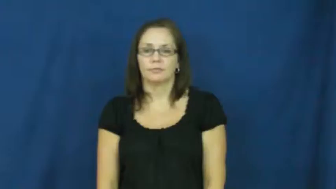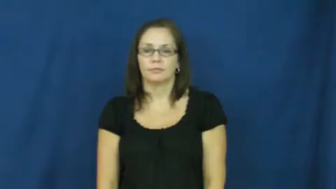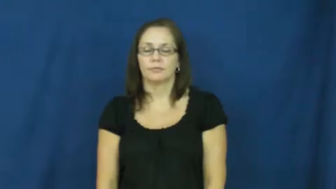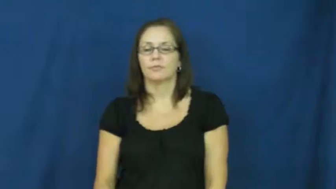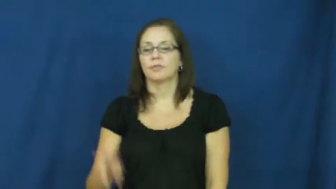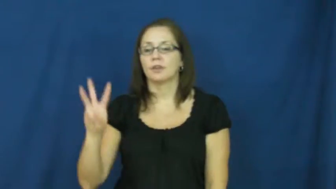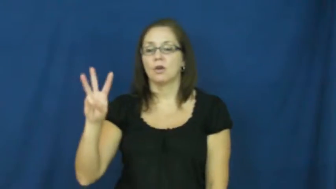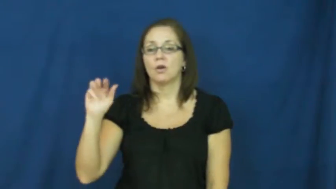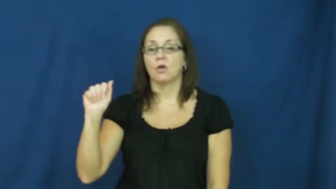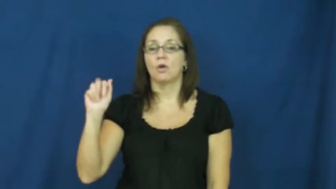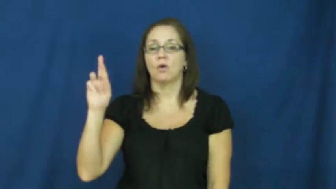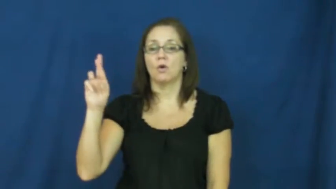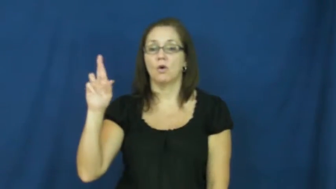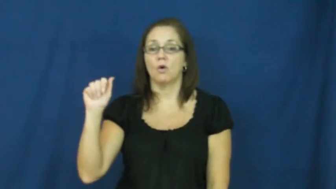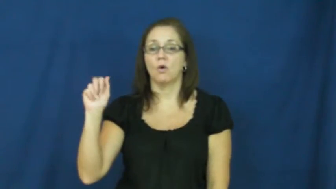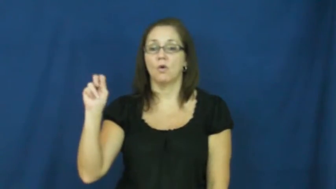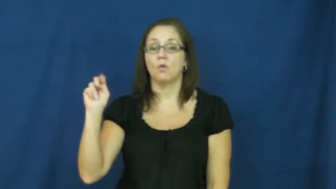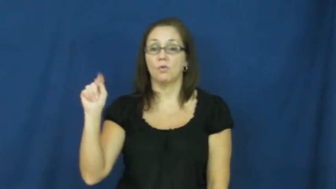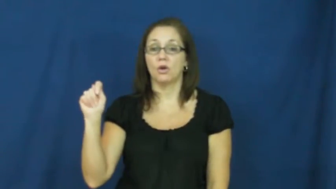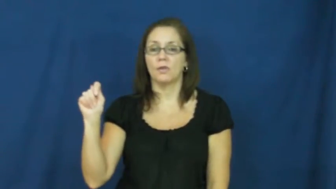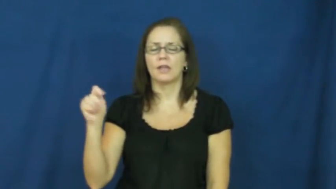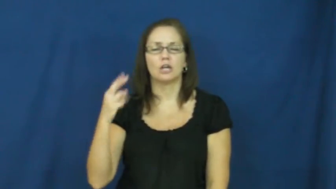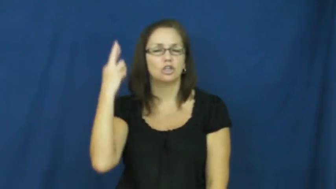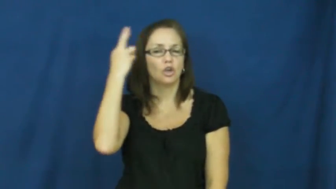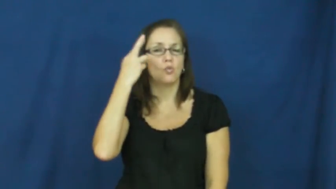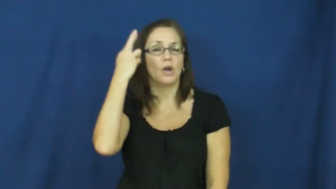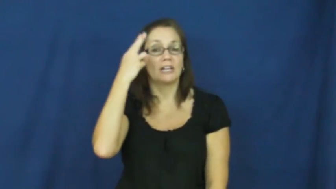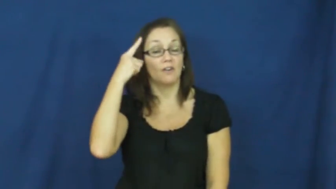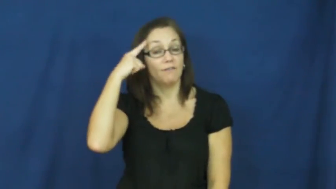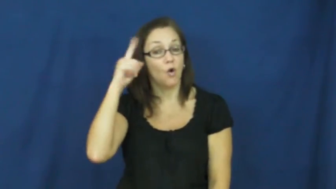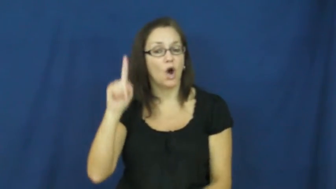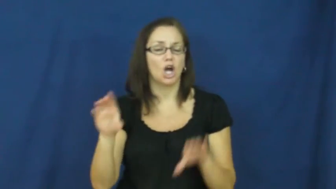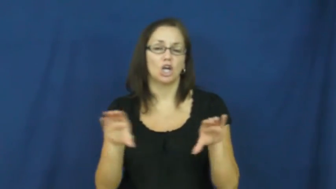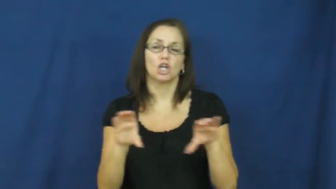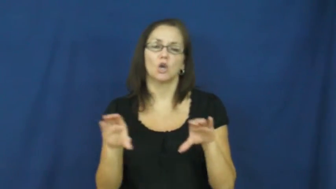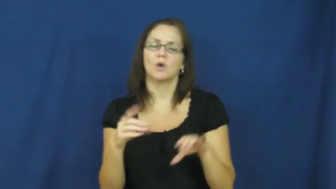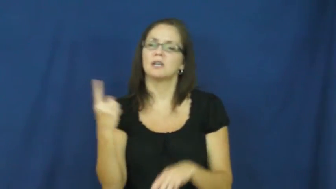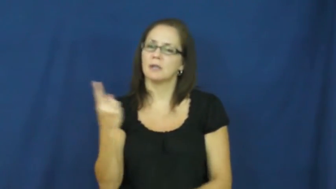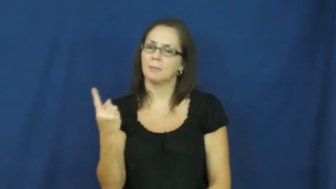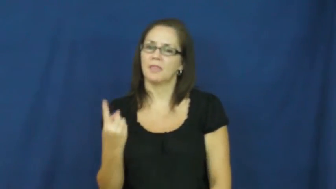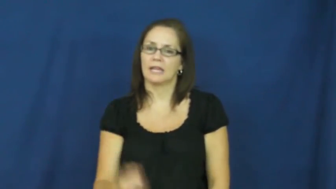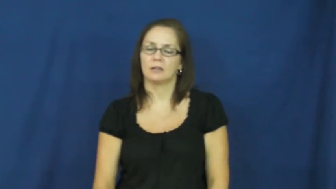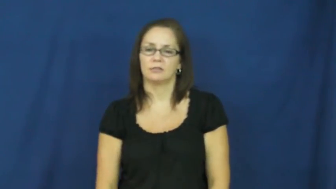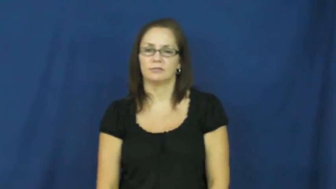warrant-reason for doing something